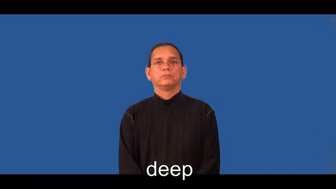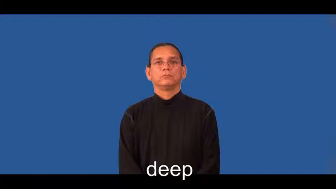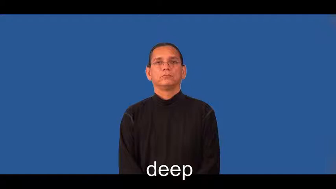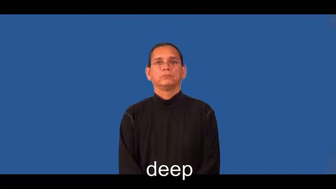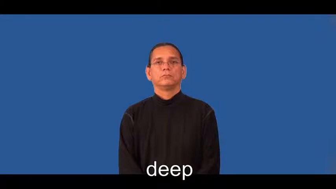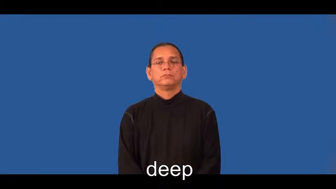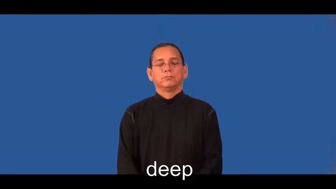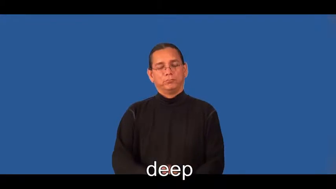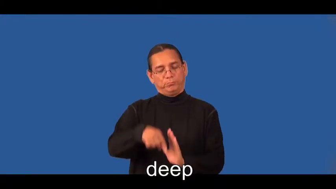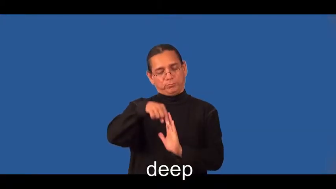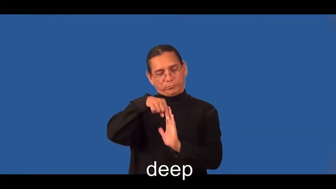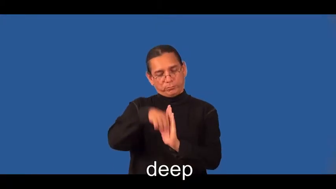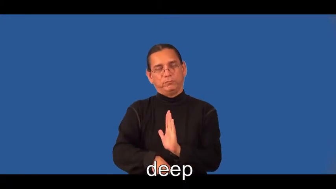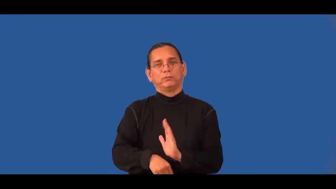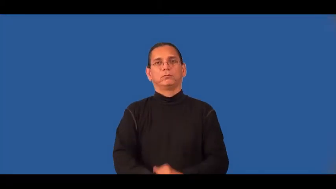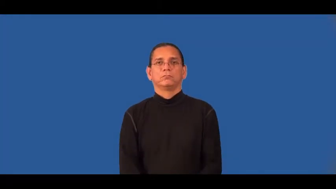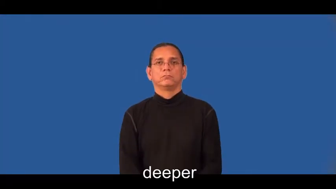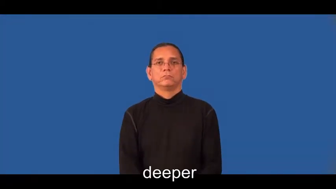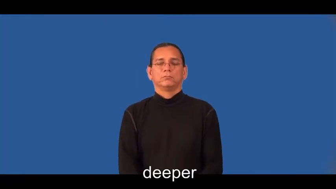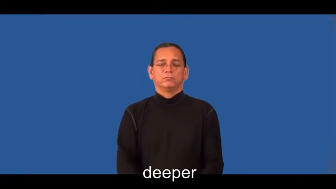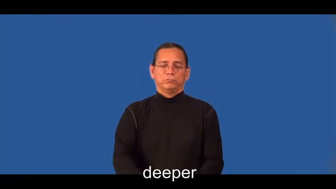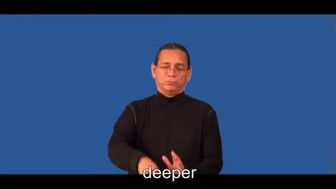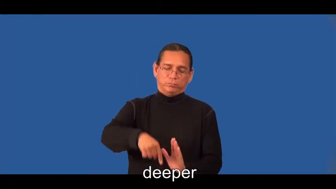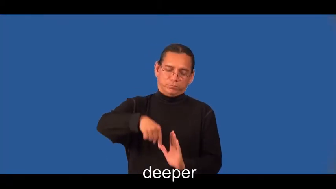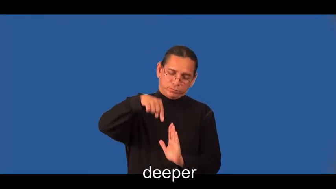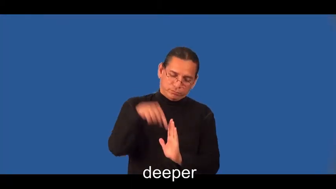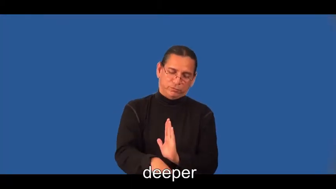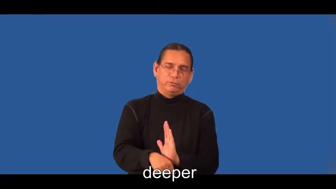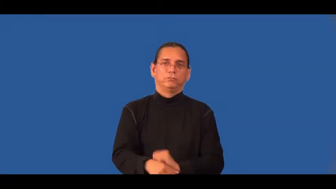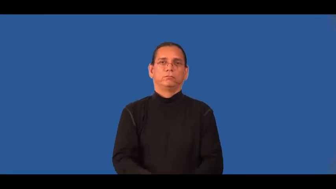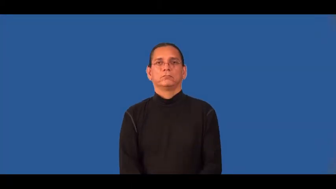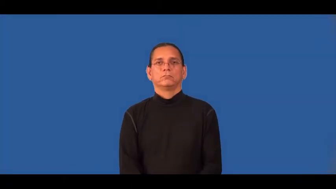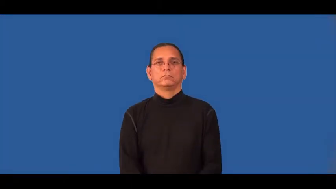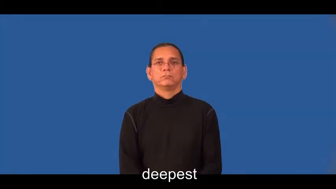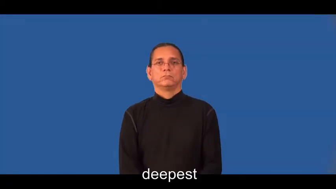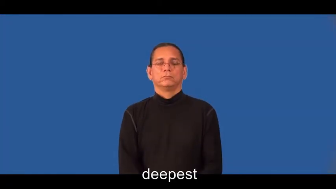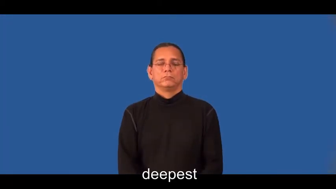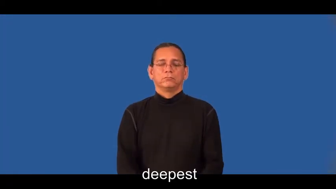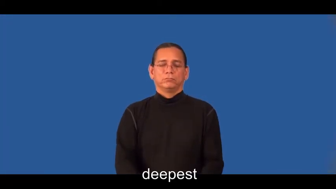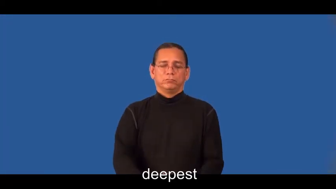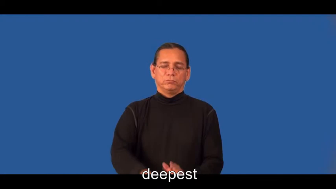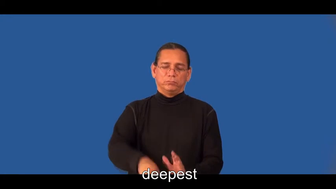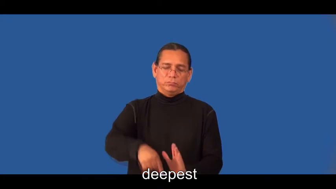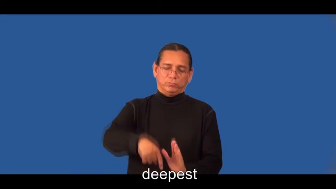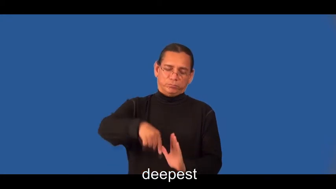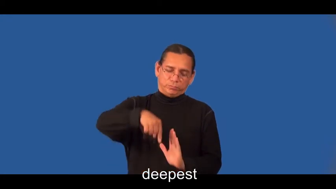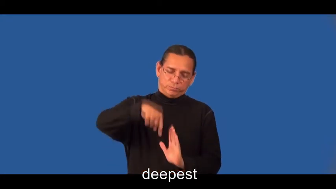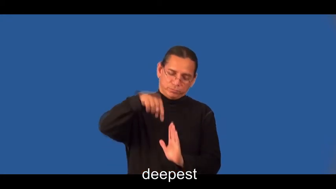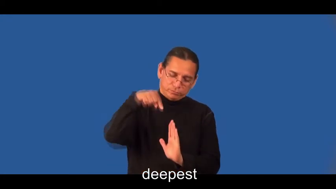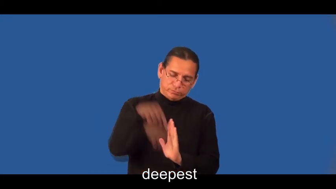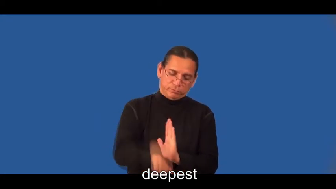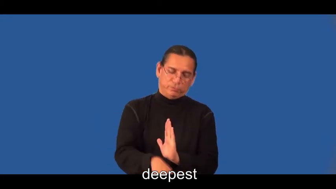deeper,deepest